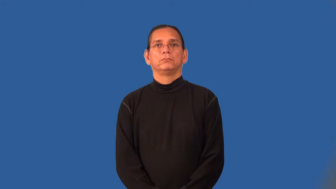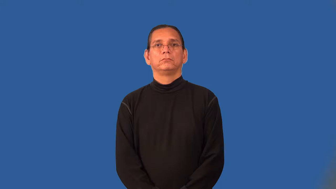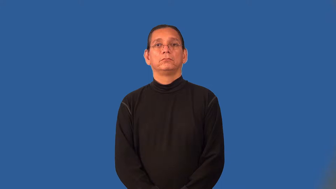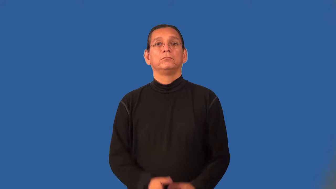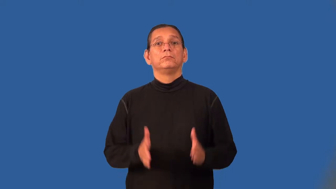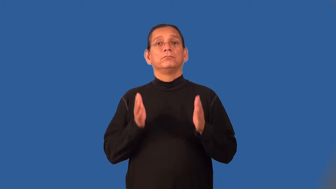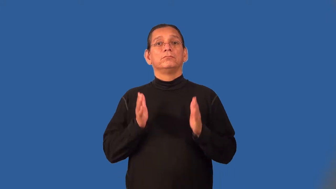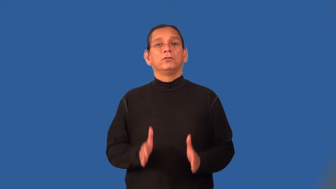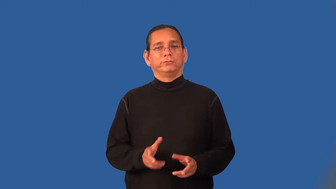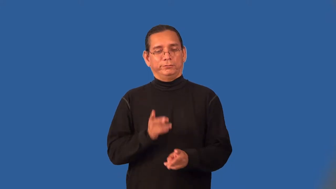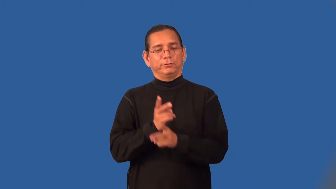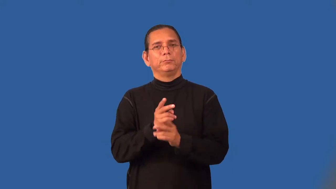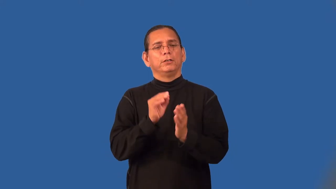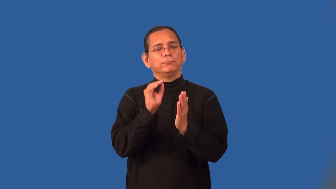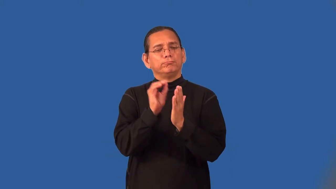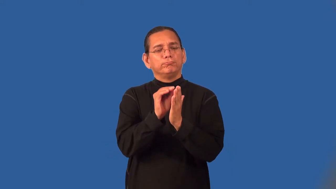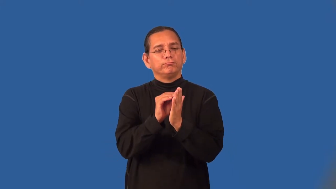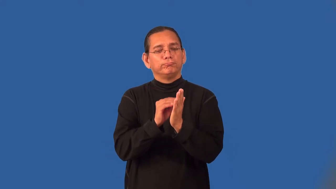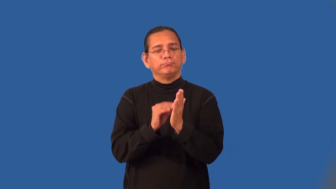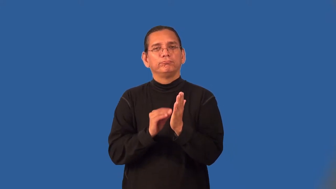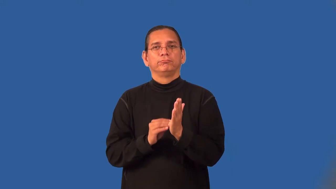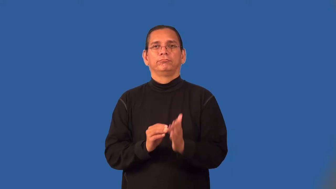recorder